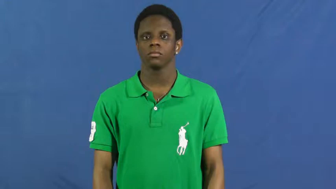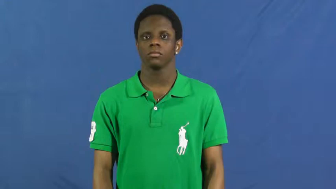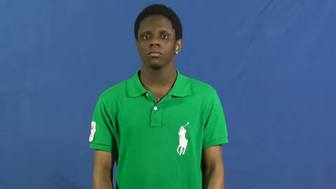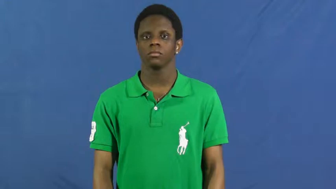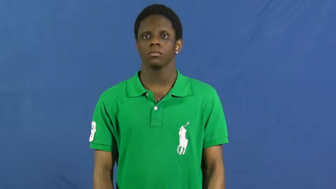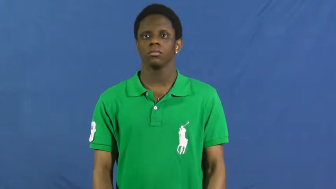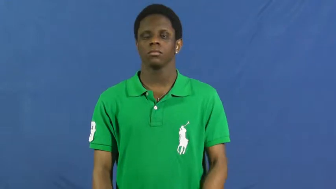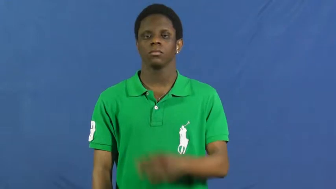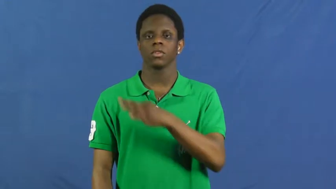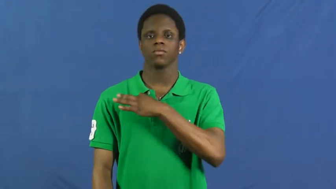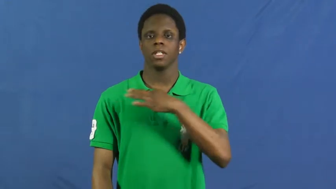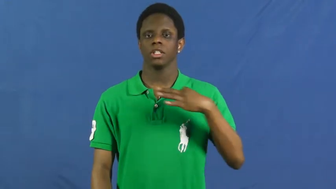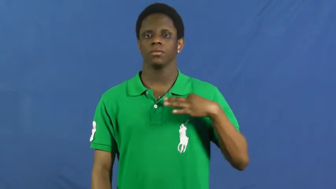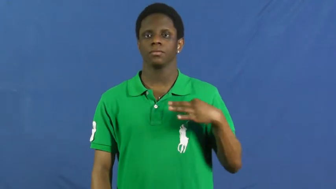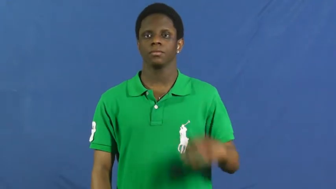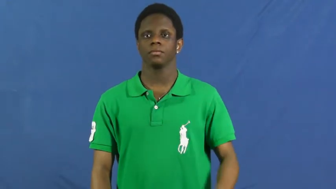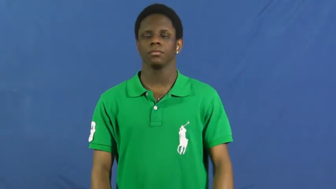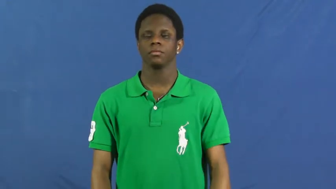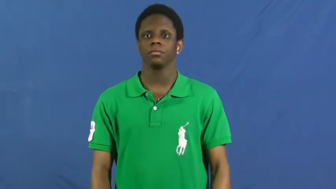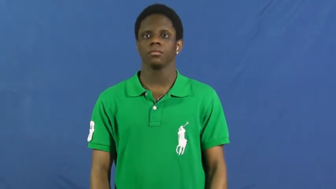faculty